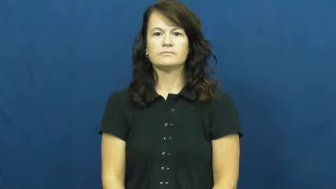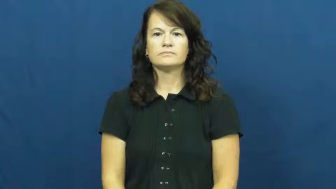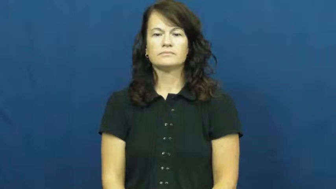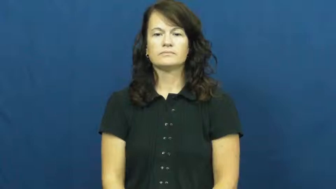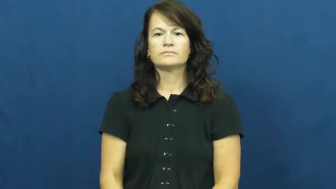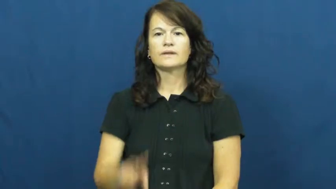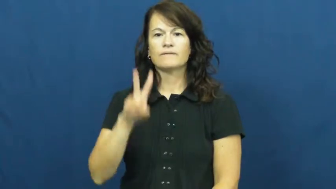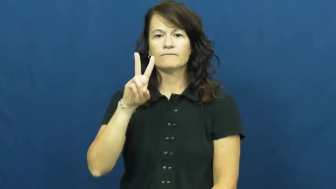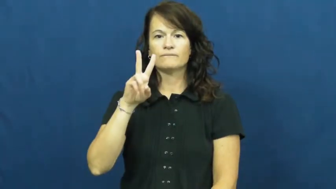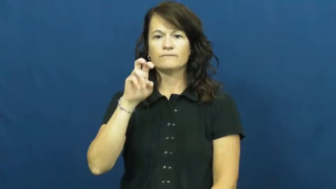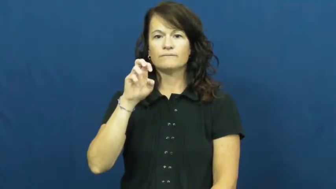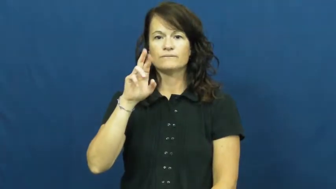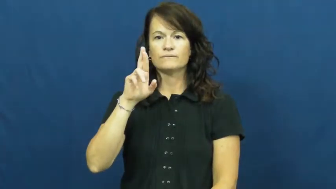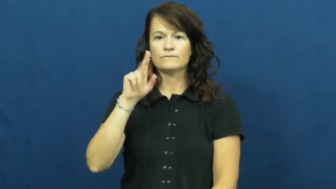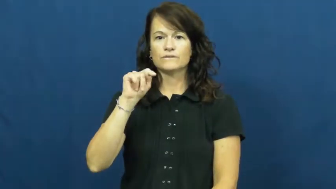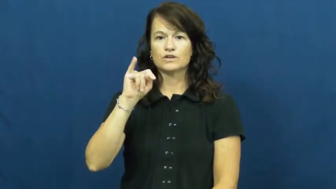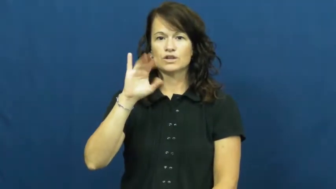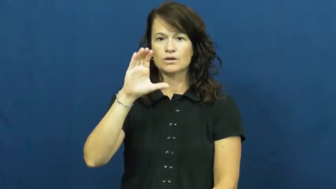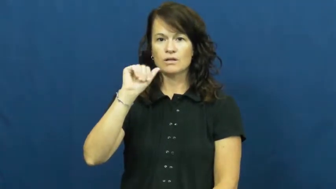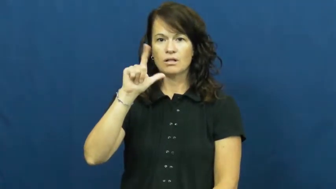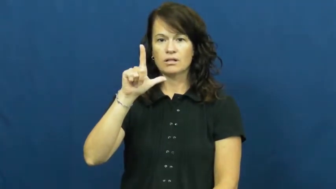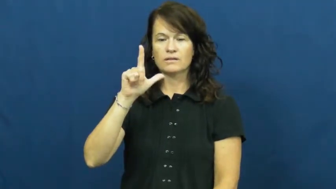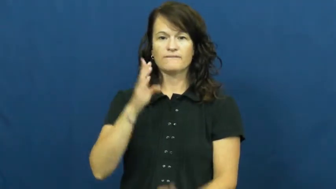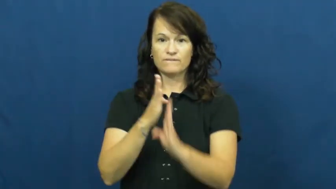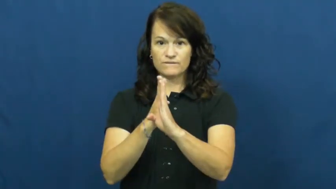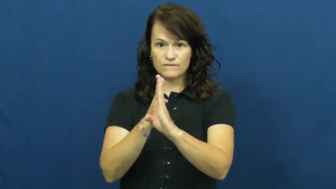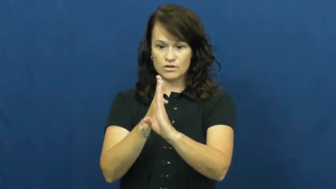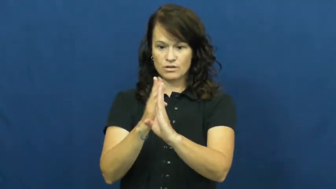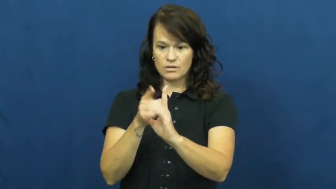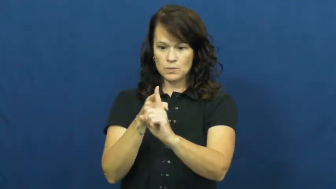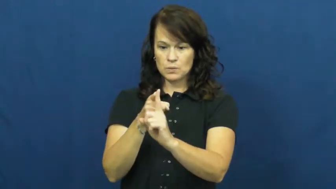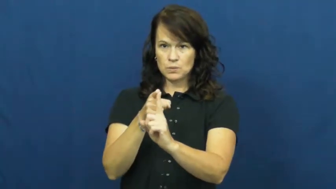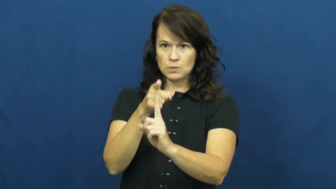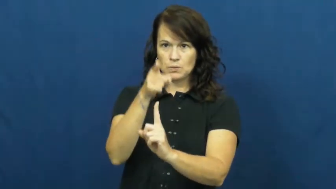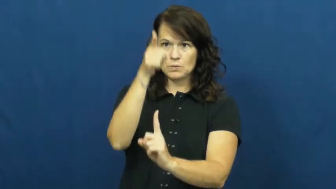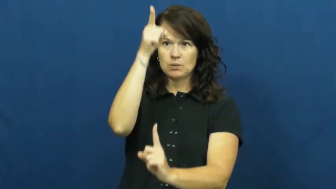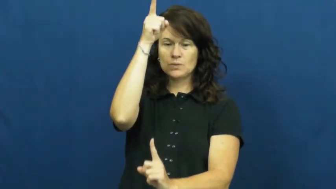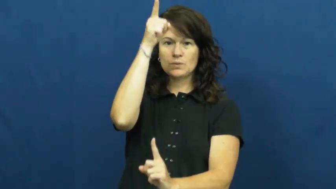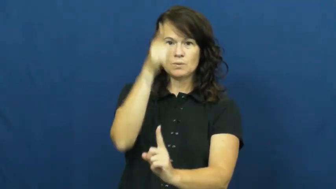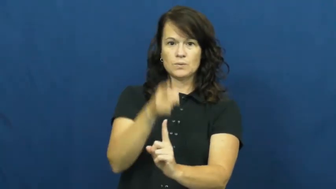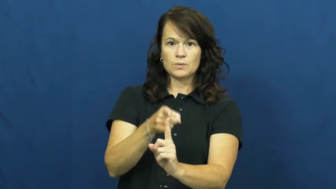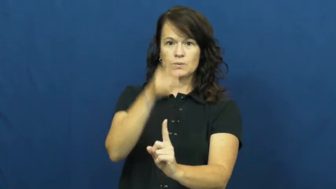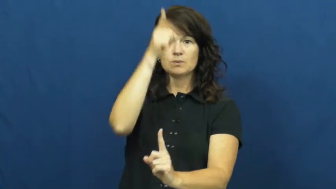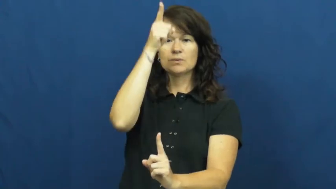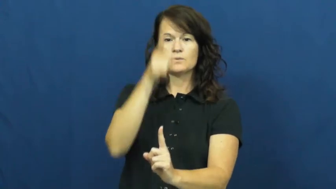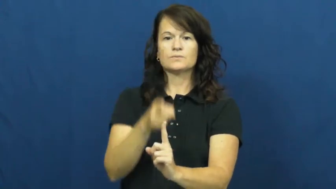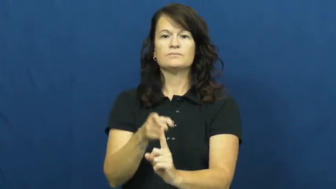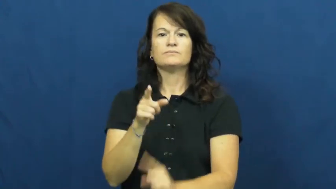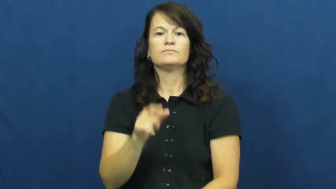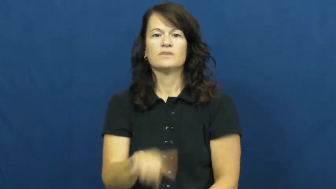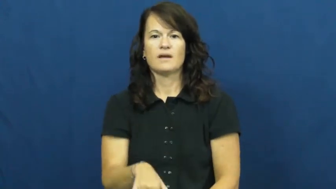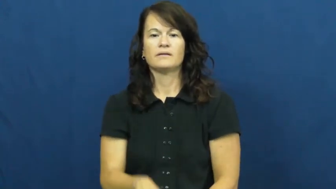vertical